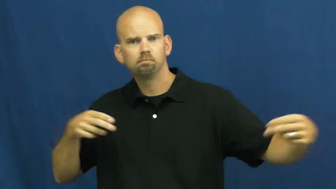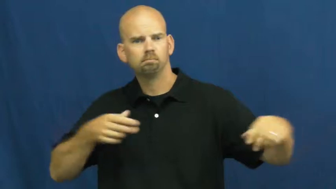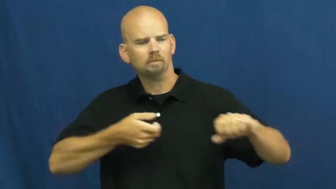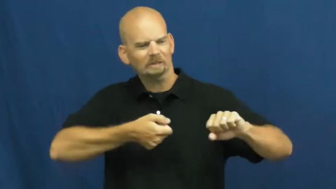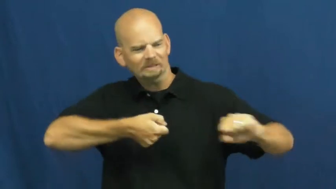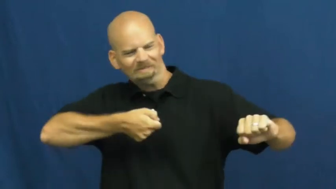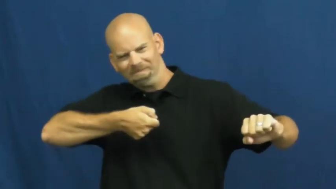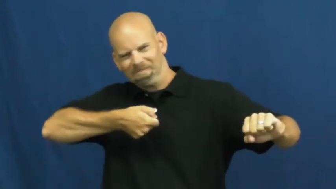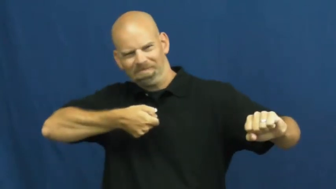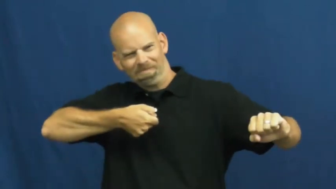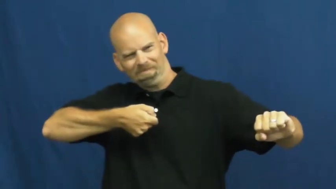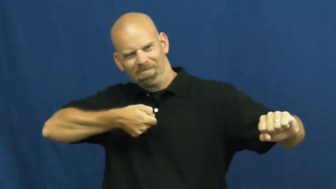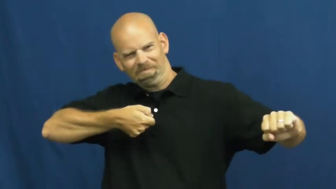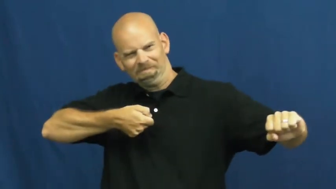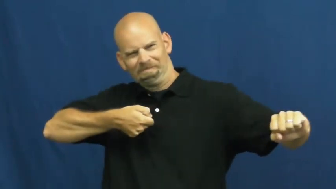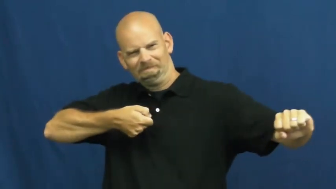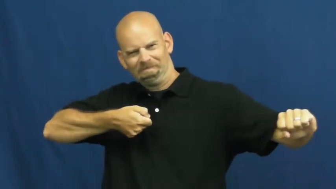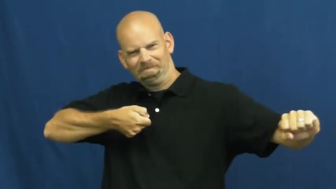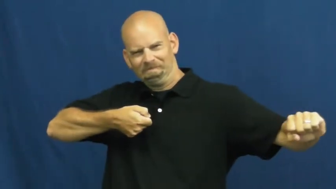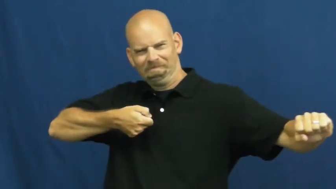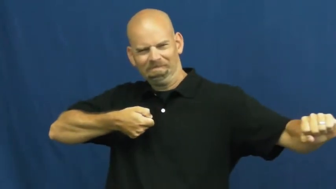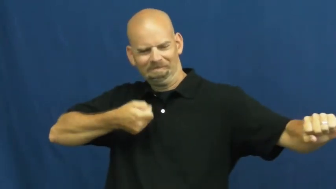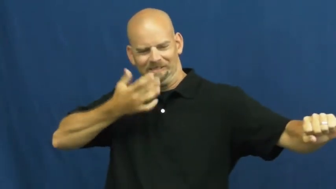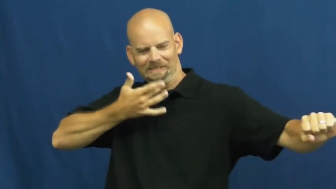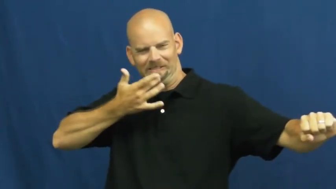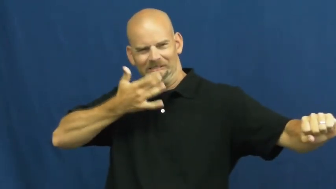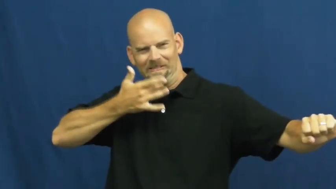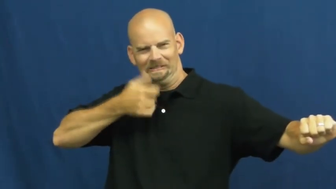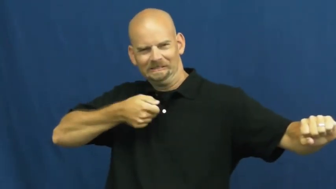strain-pressure